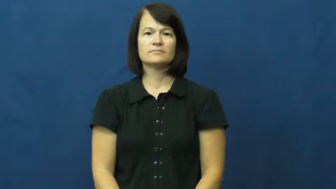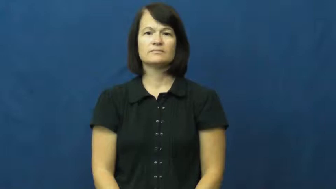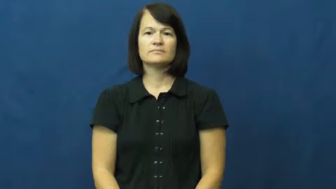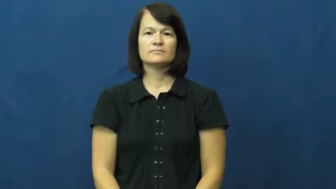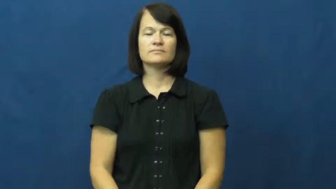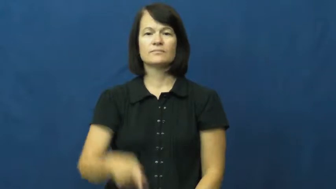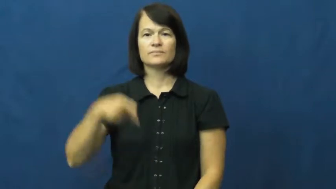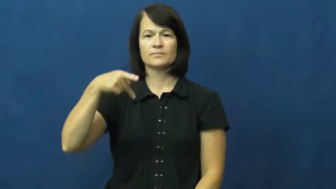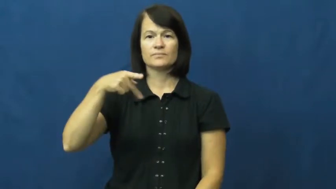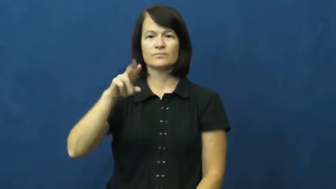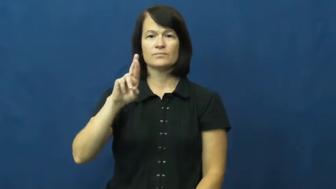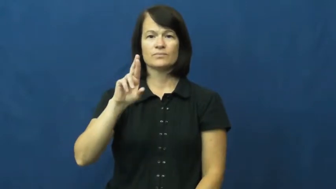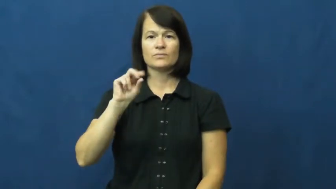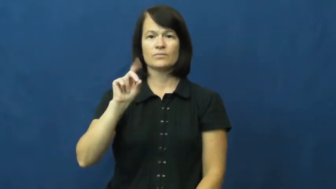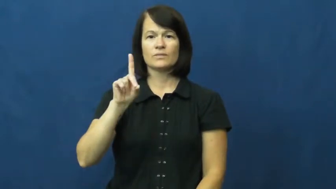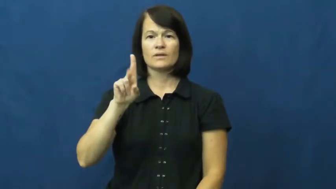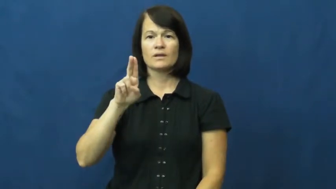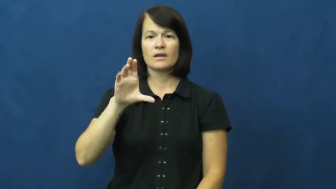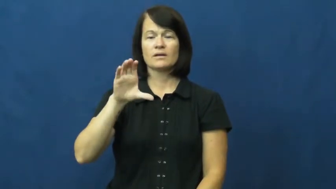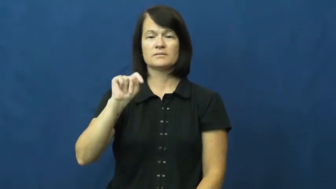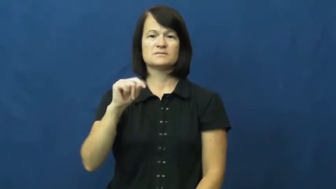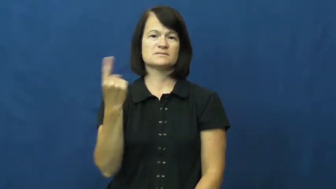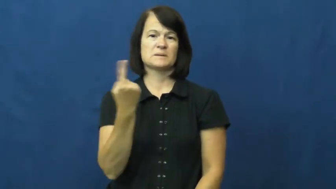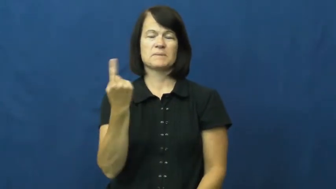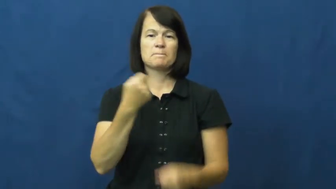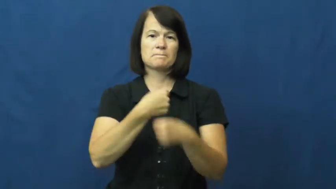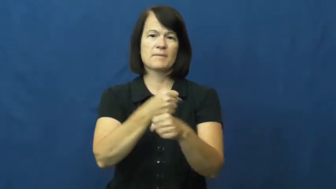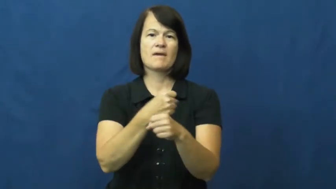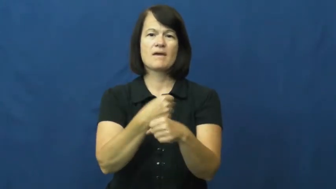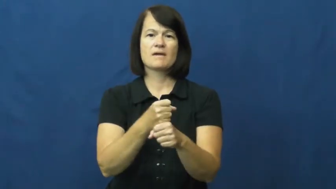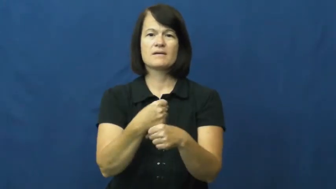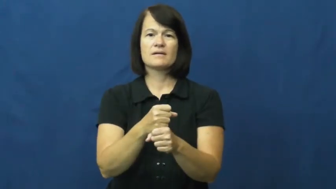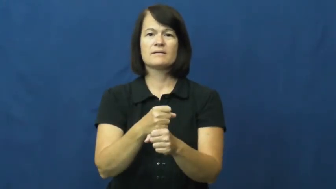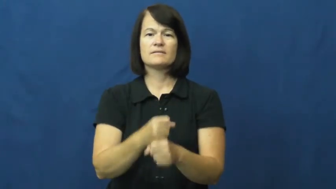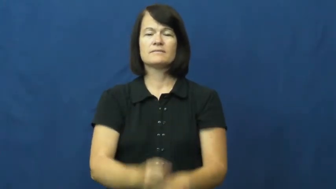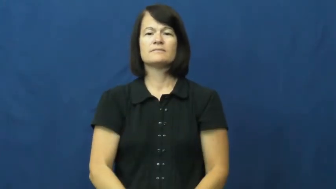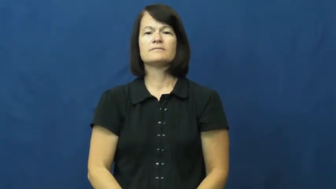product-something made